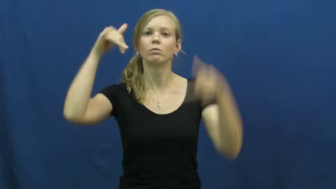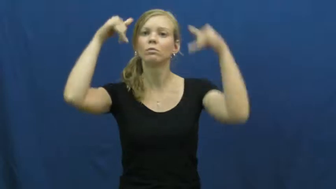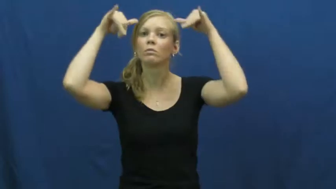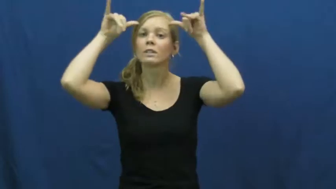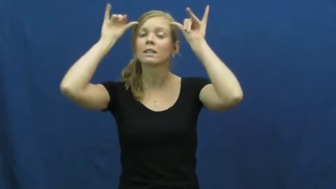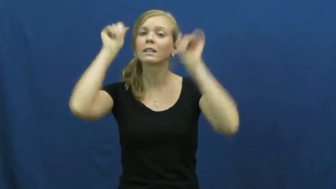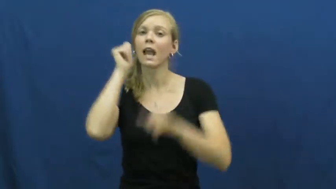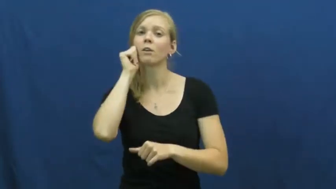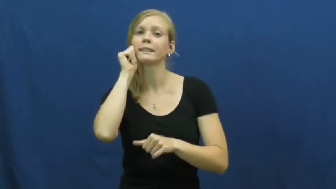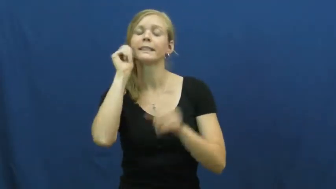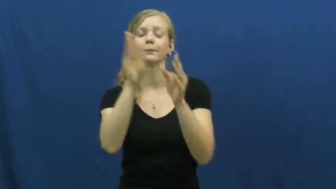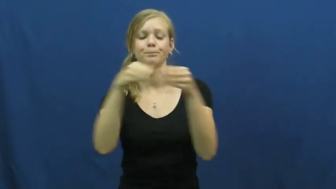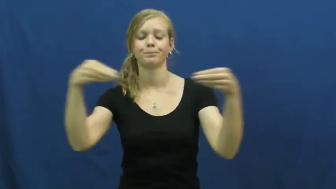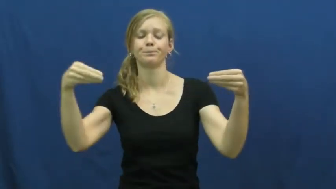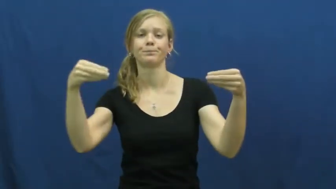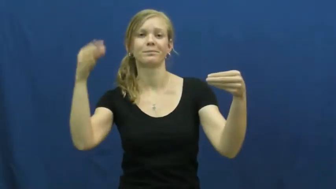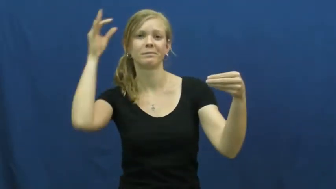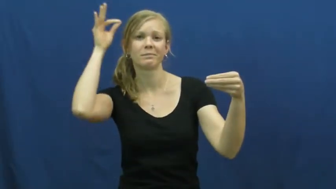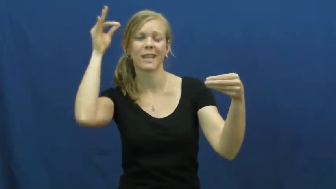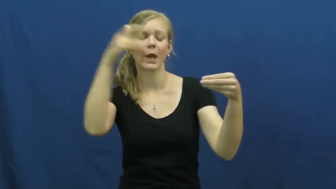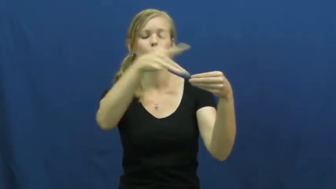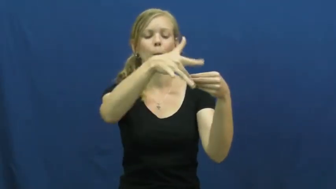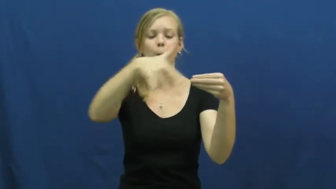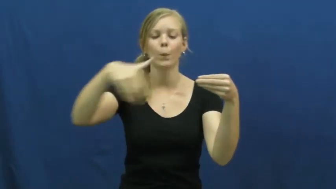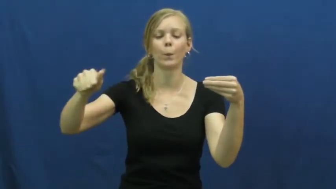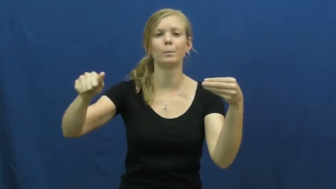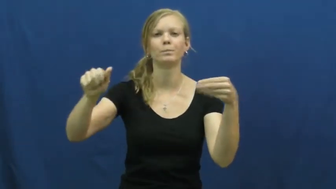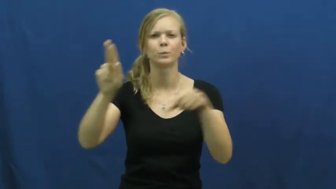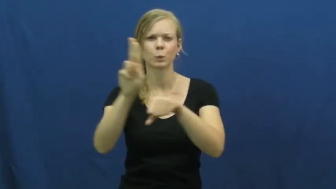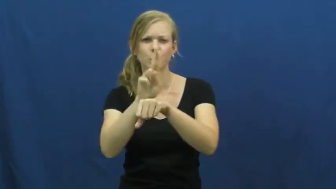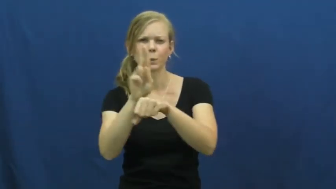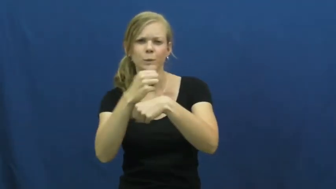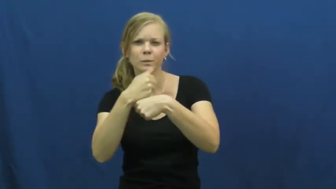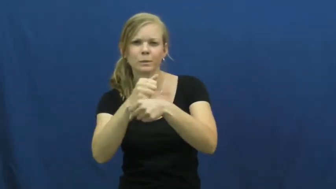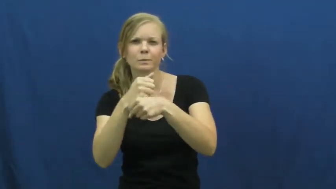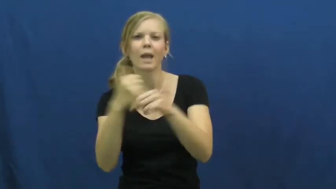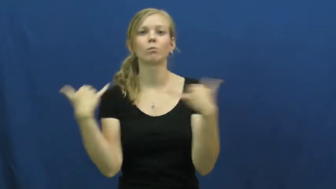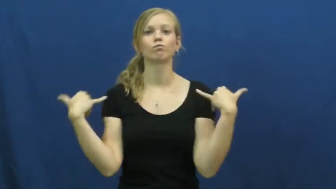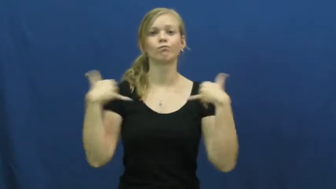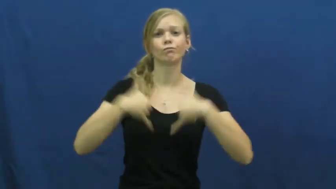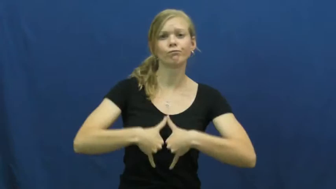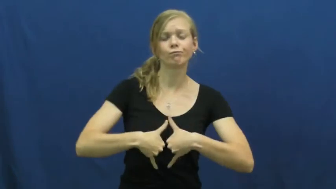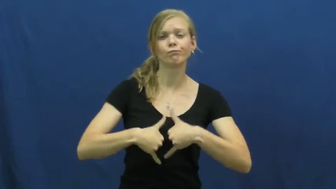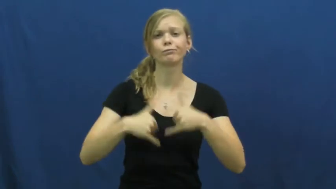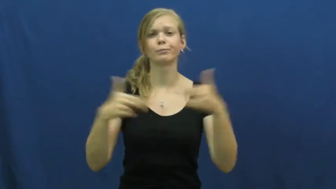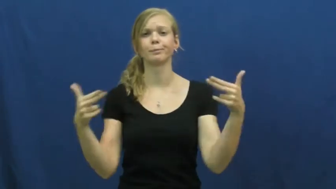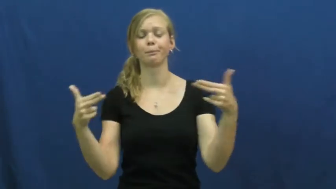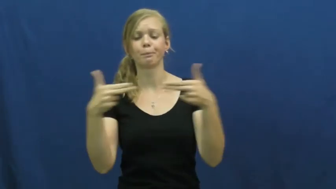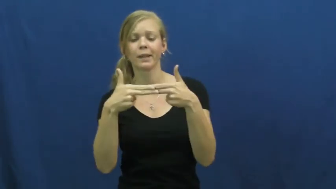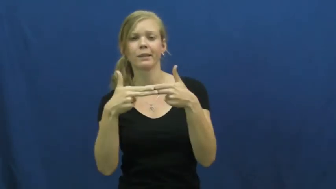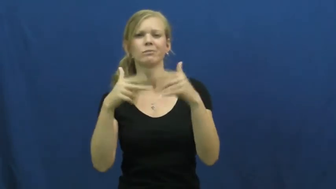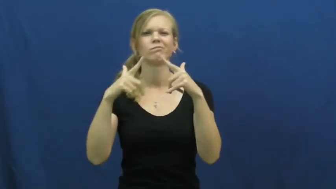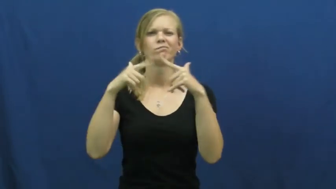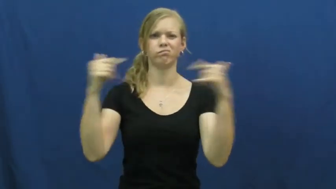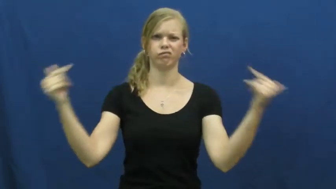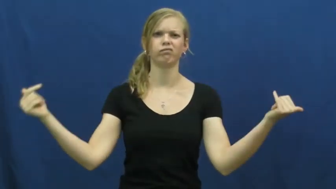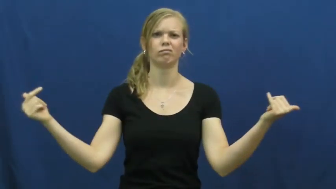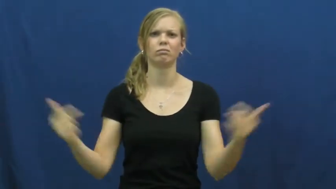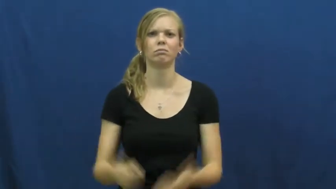leather,cowhide,horsehide